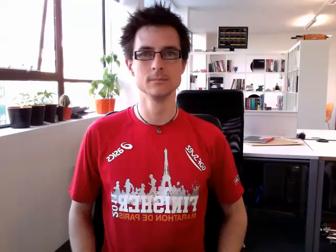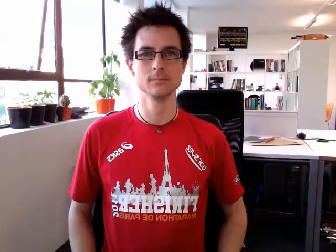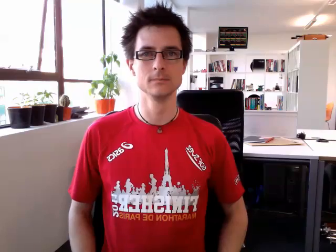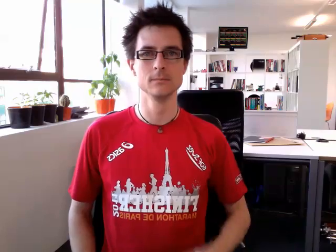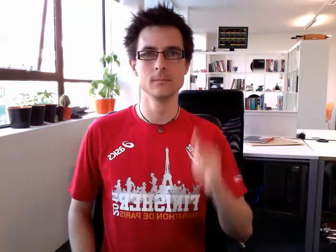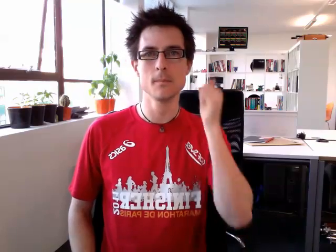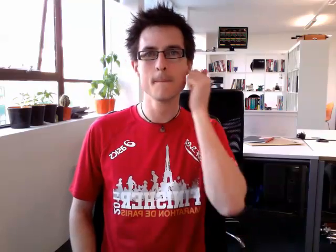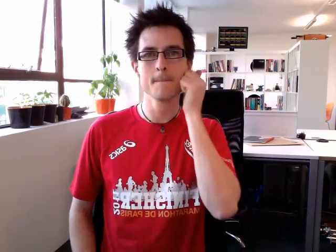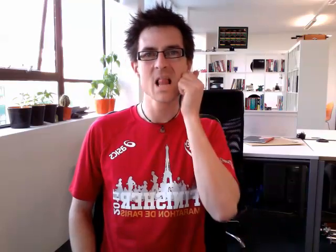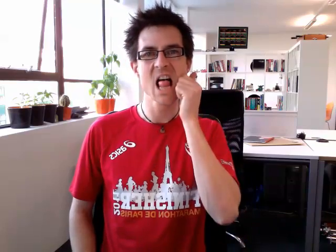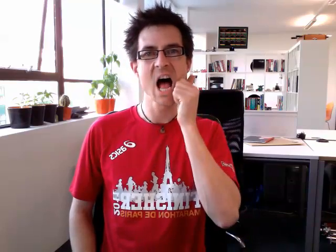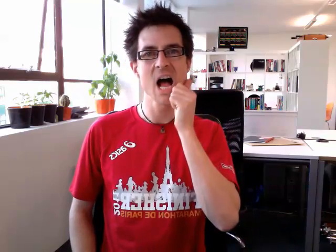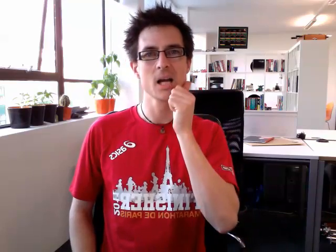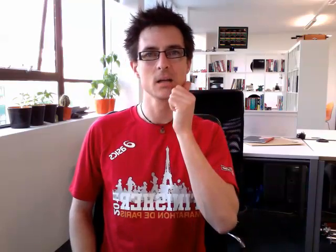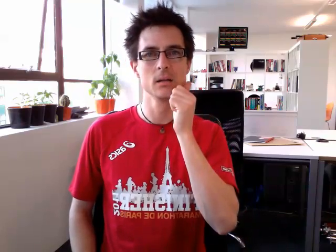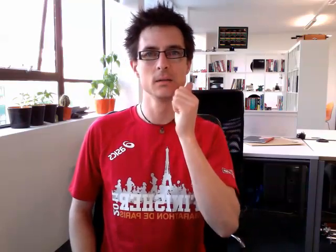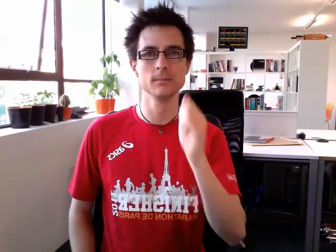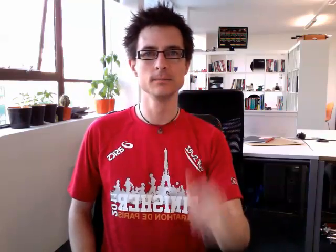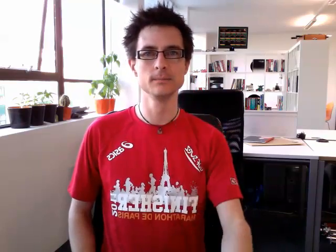black